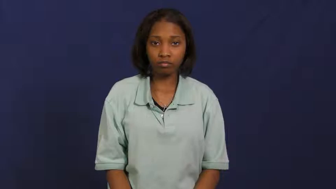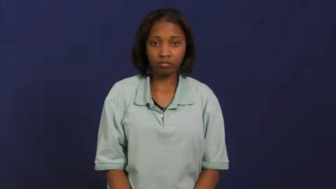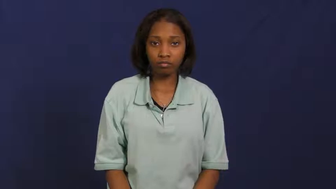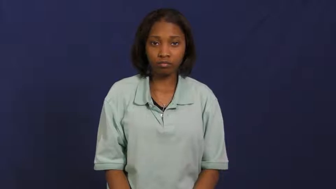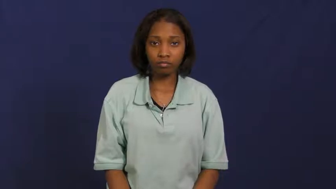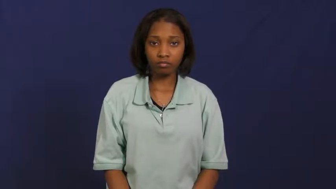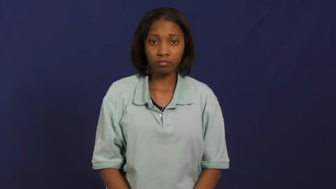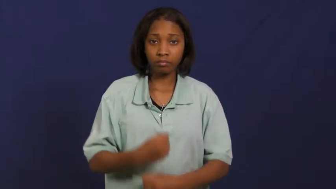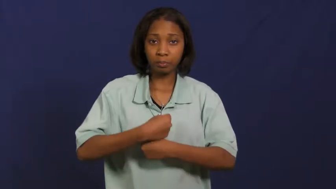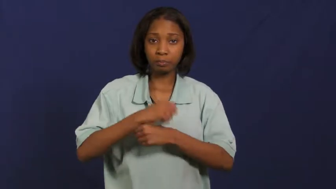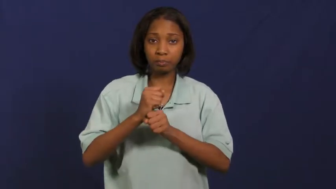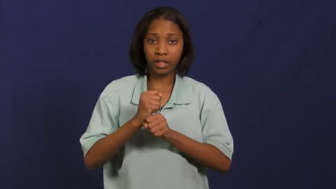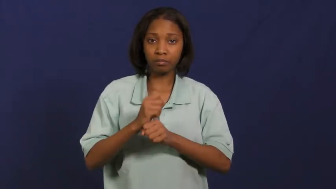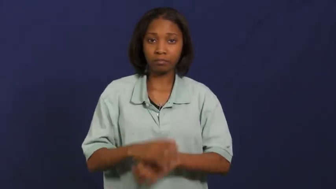generate